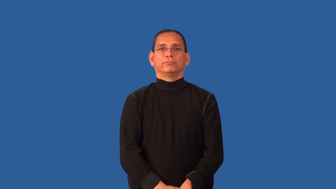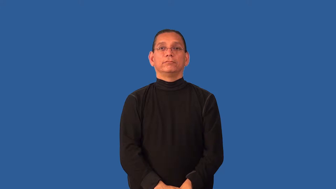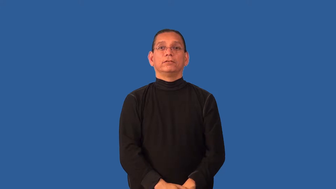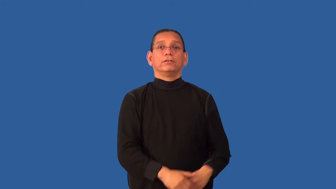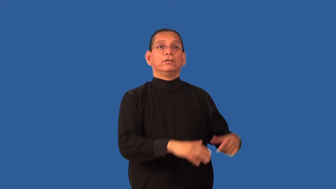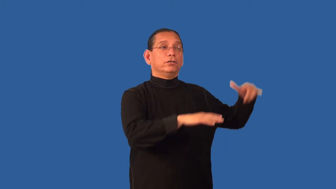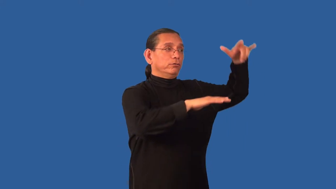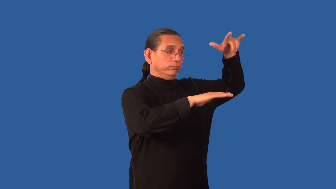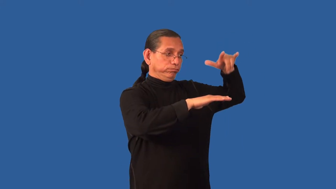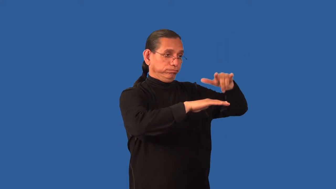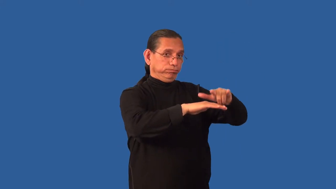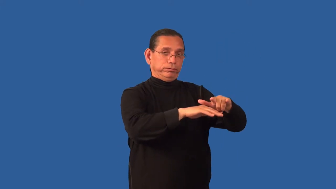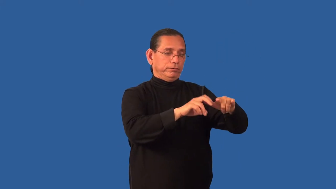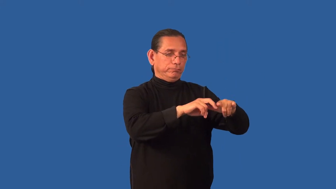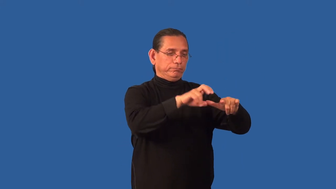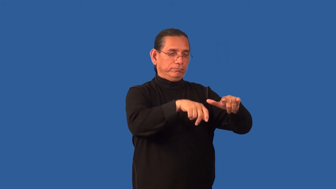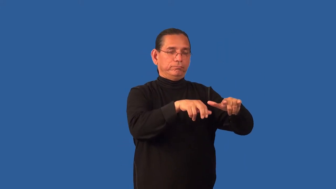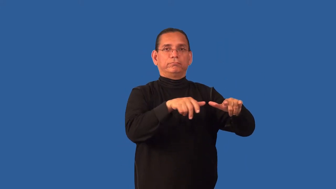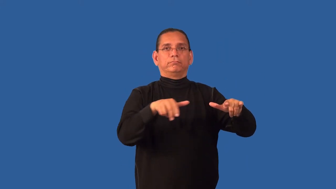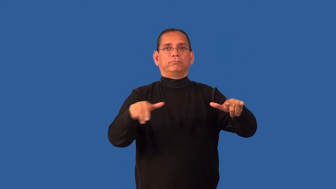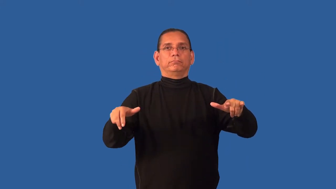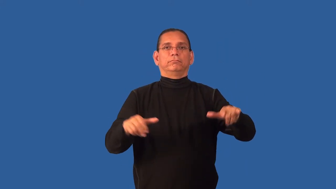deplane